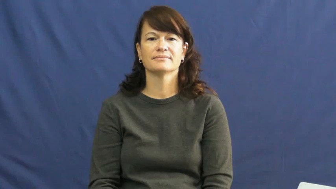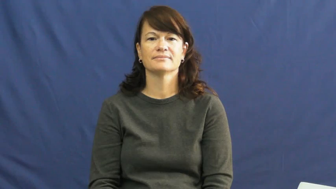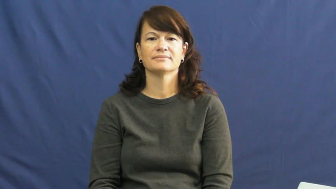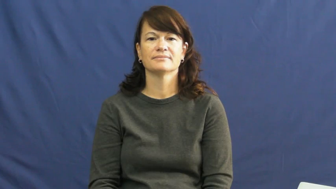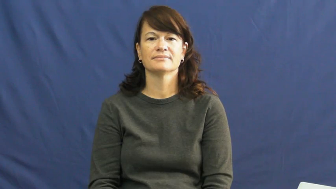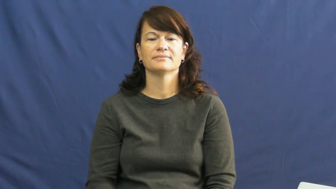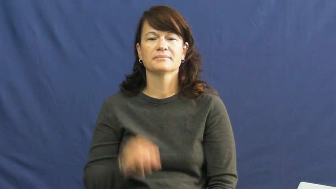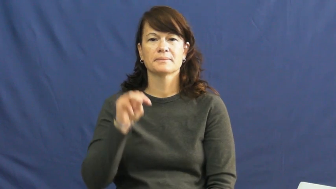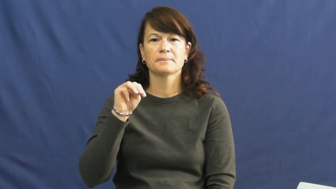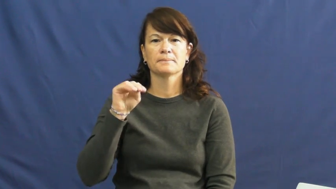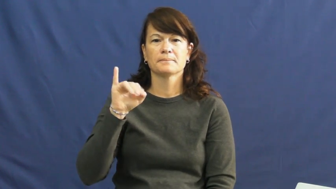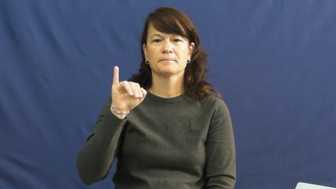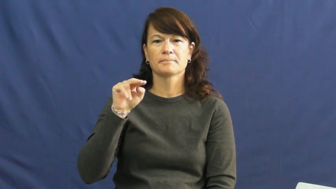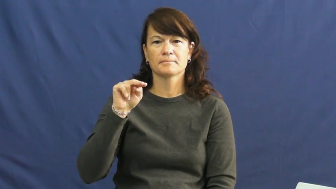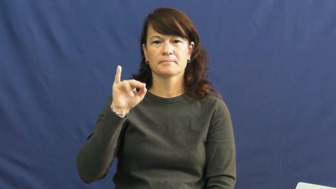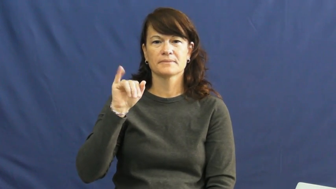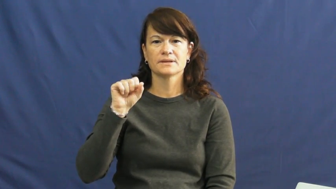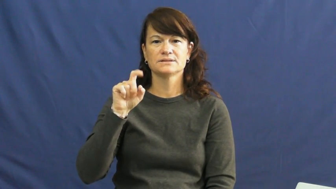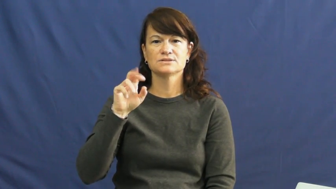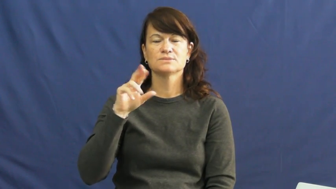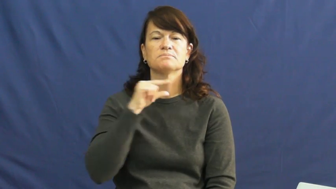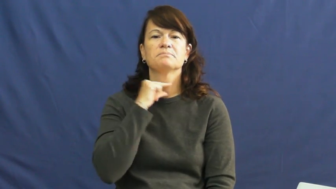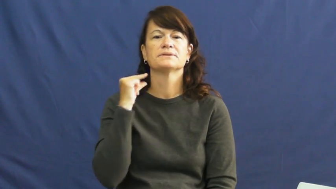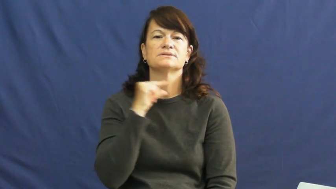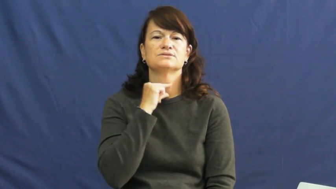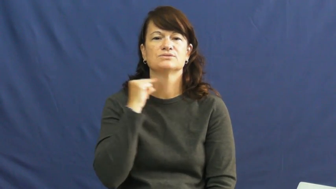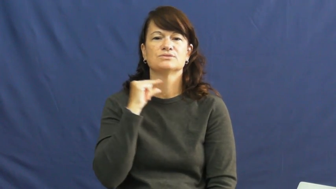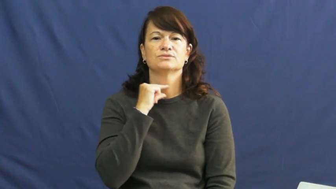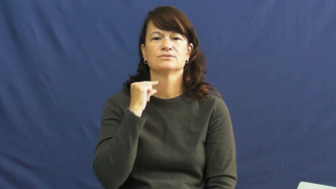minister